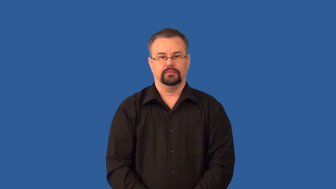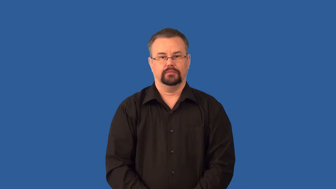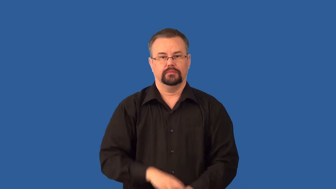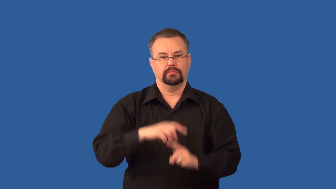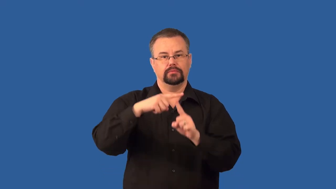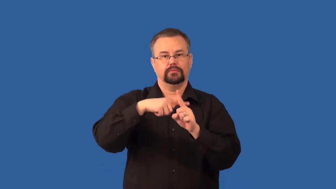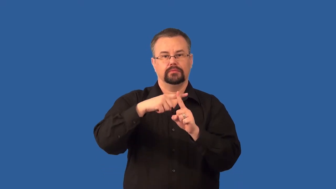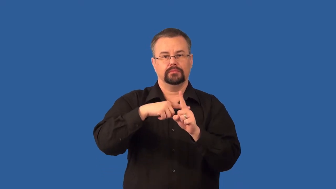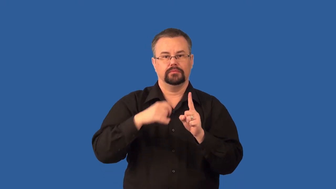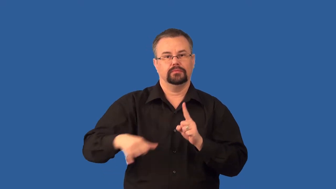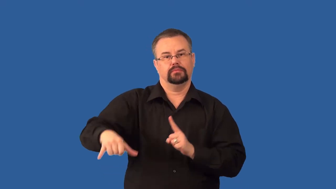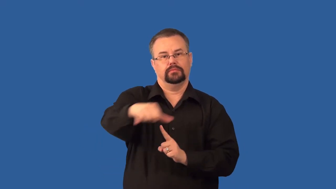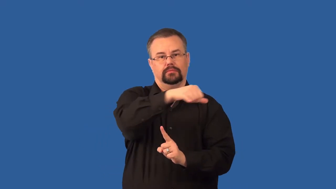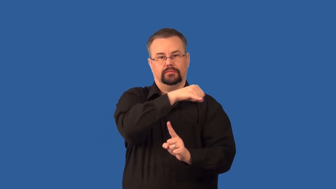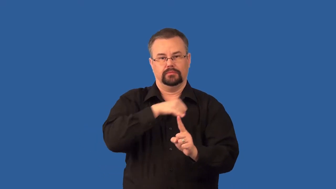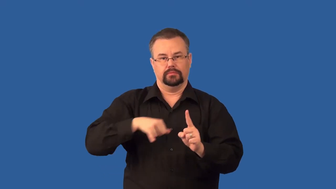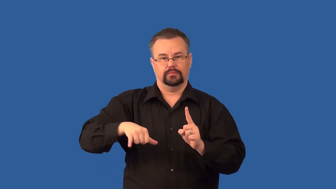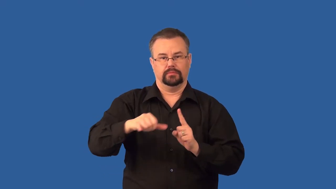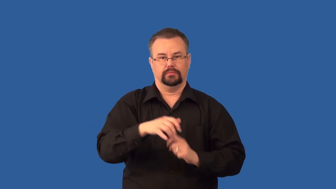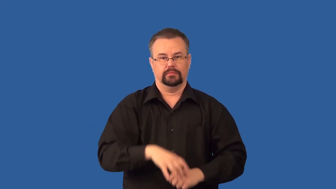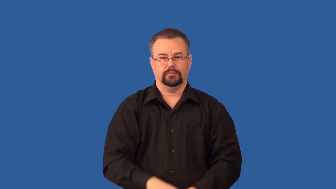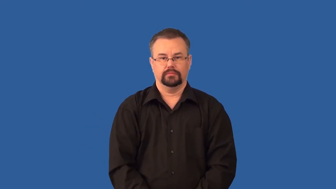isotherm